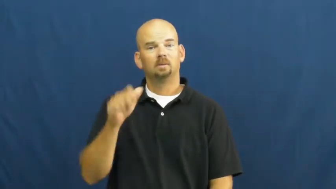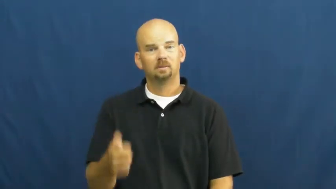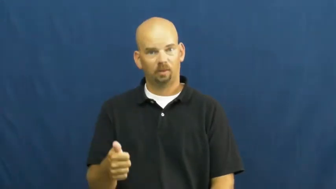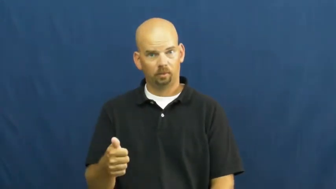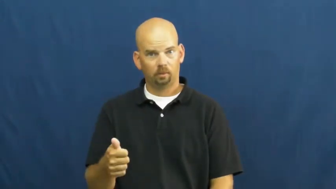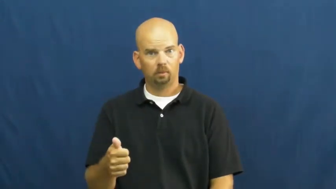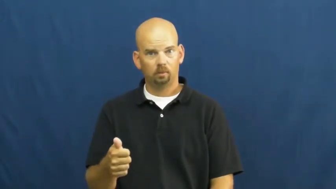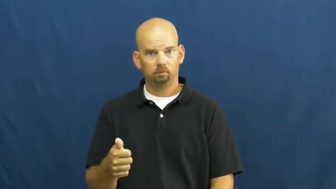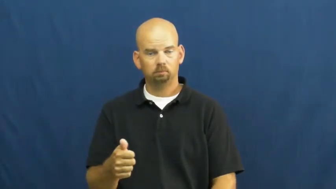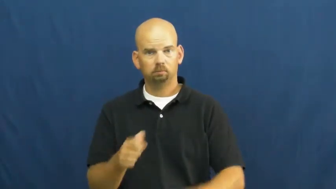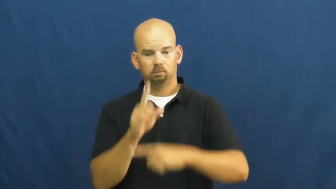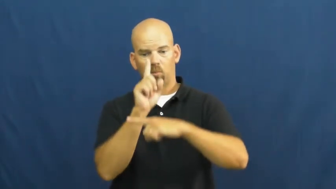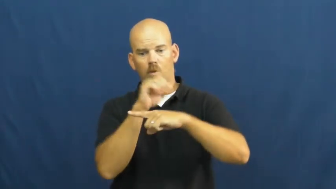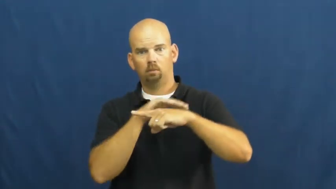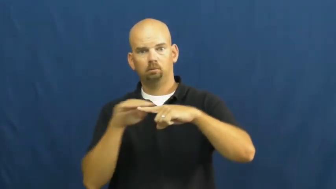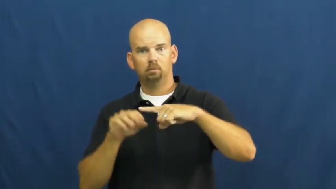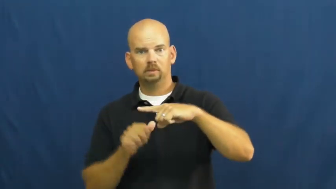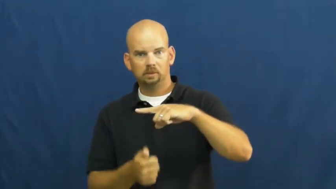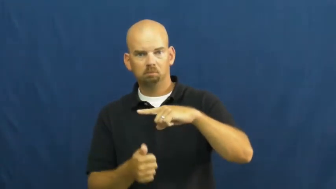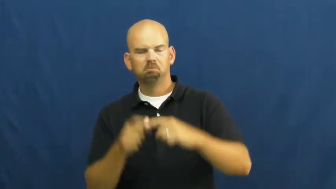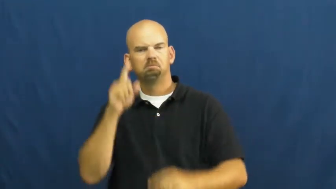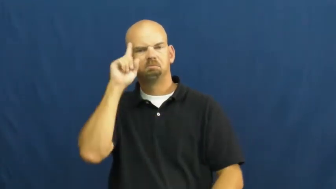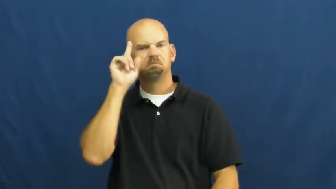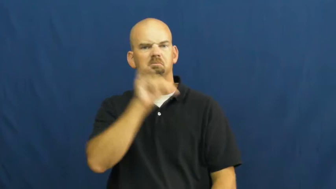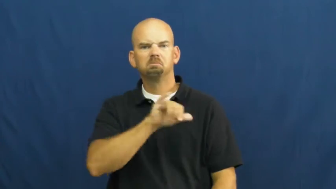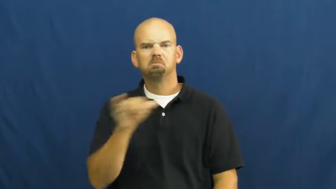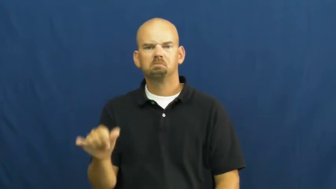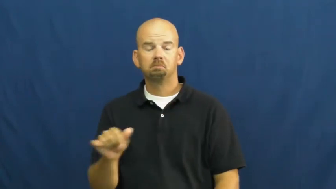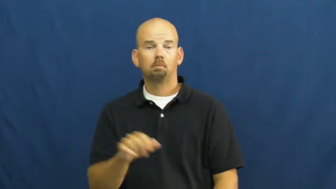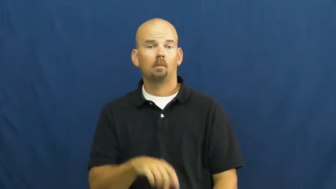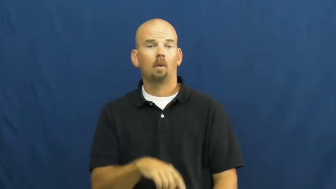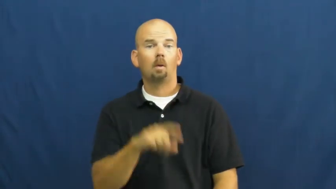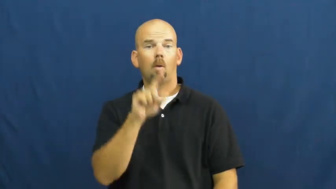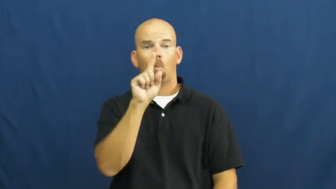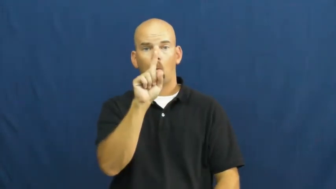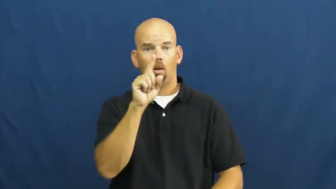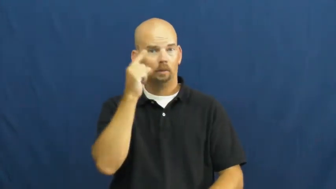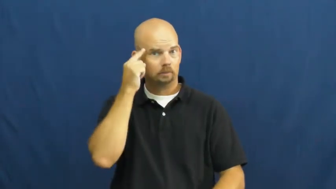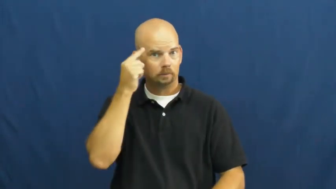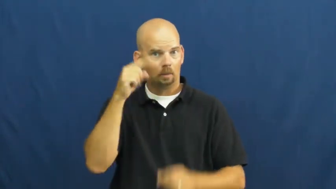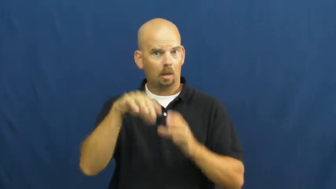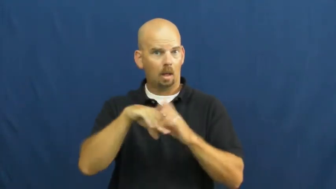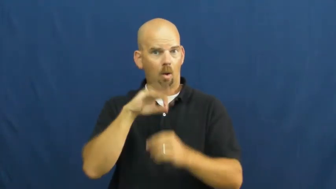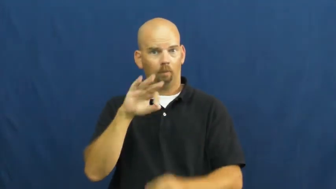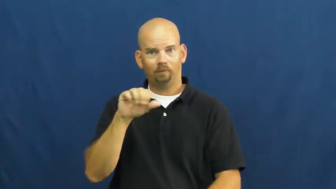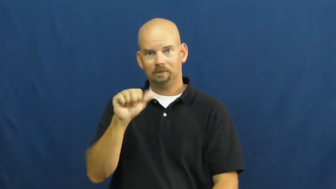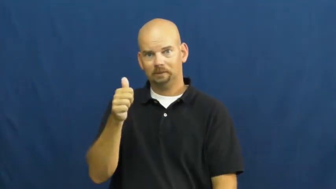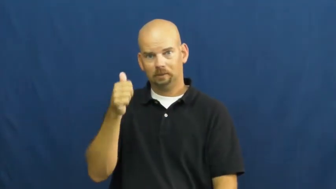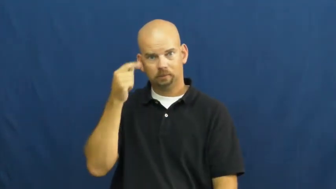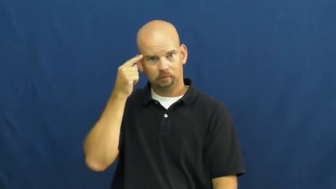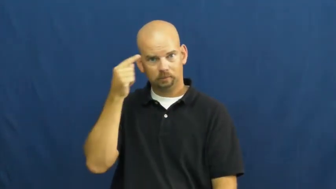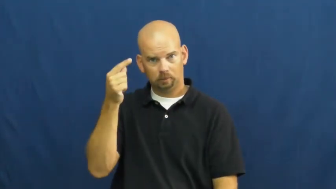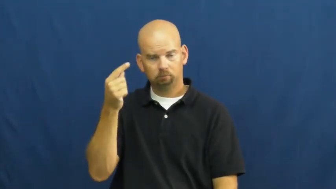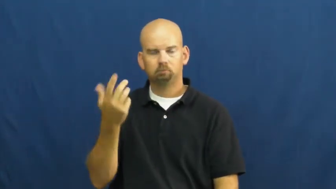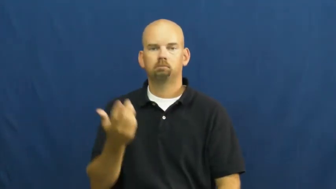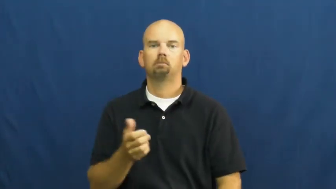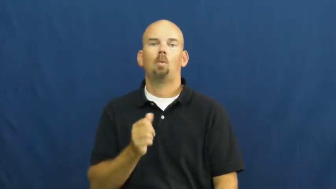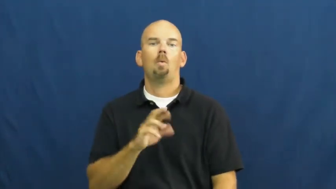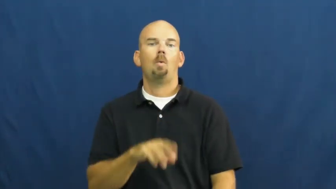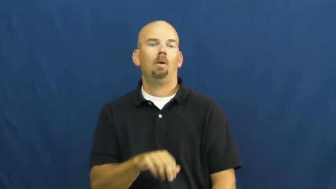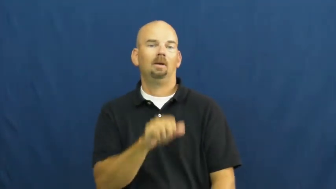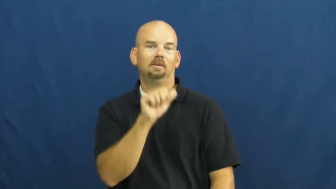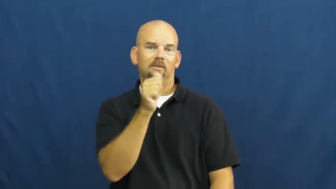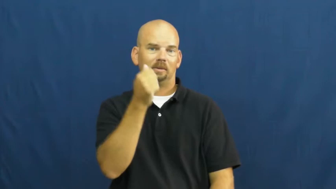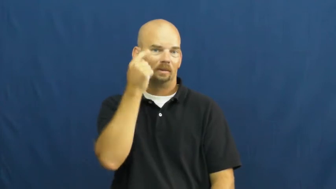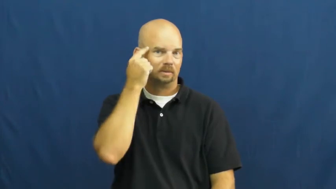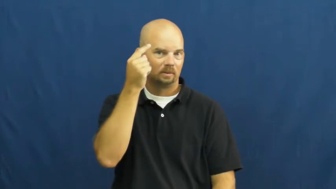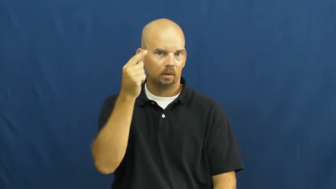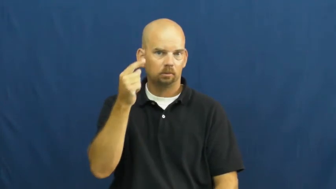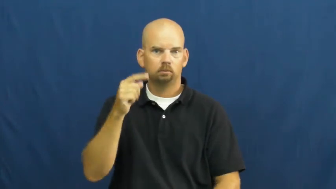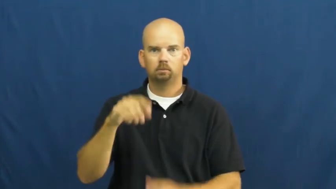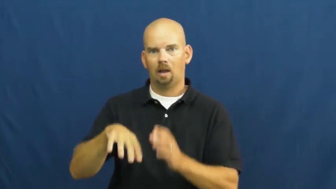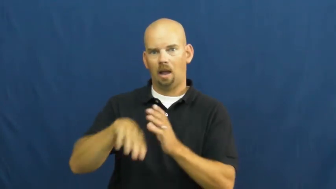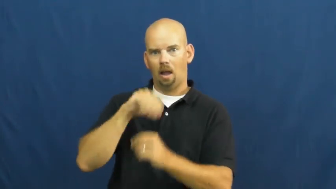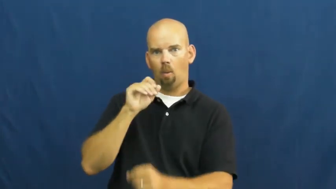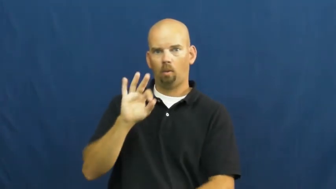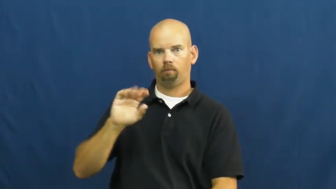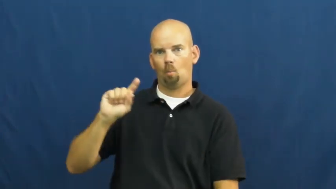tenth-fraction